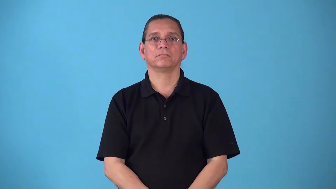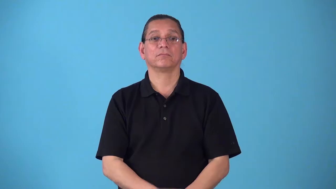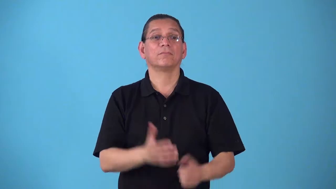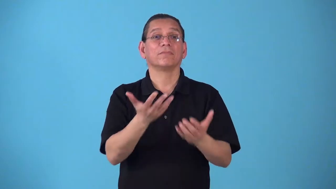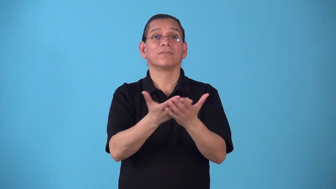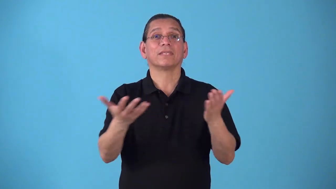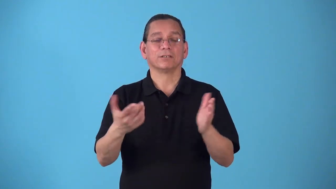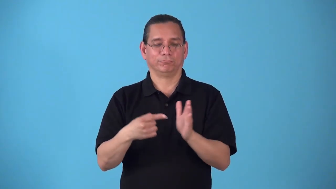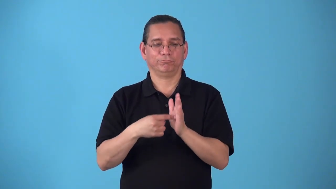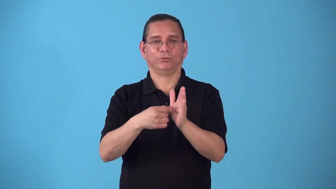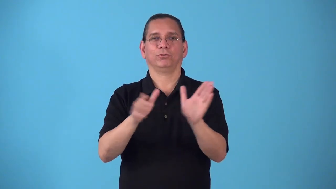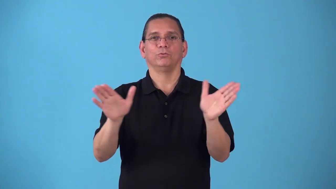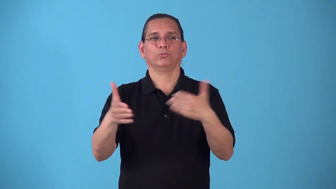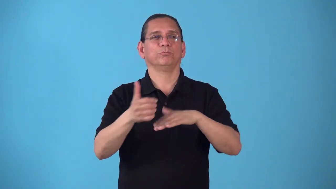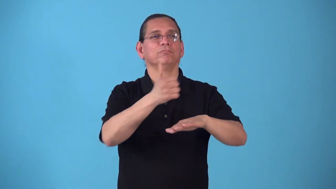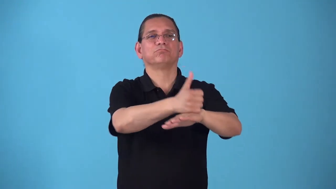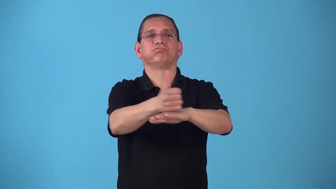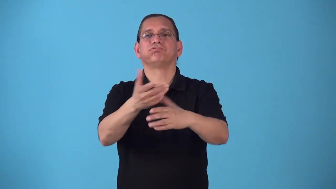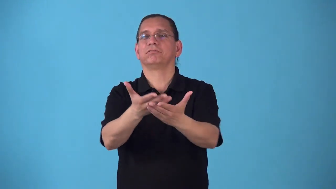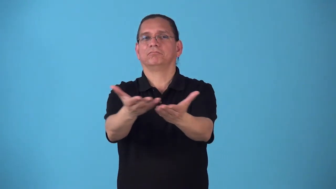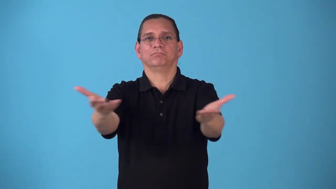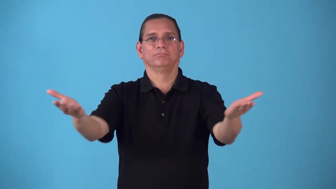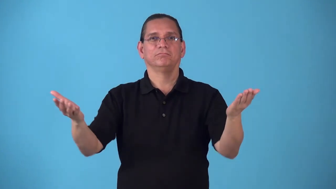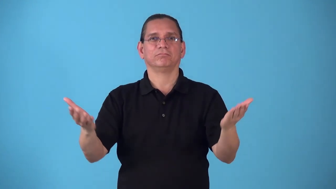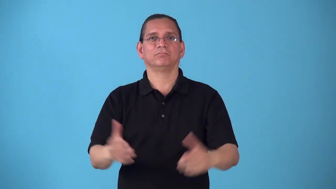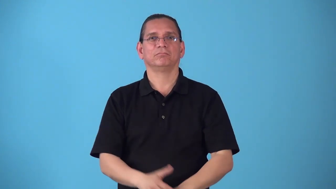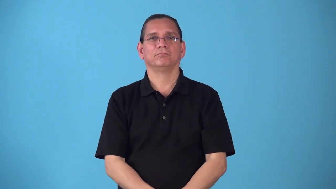showroom